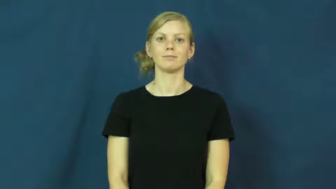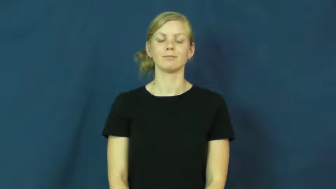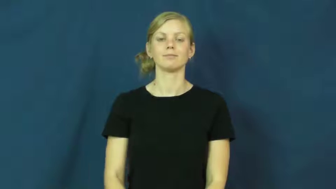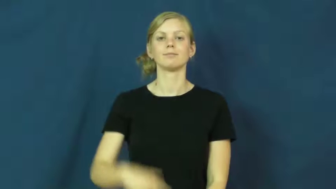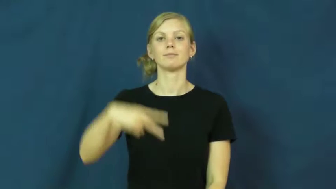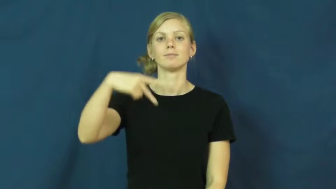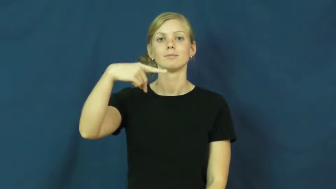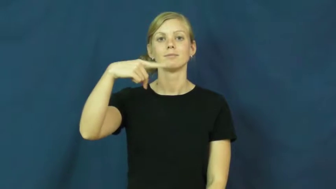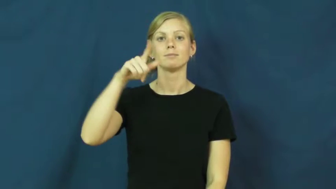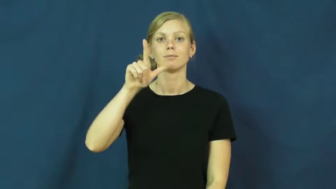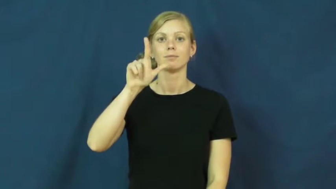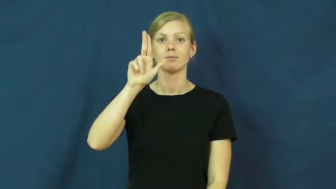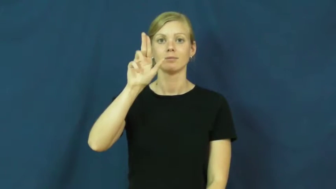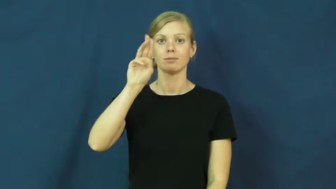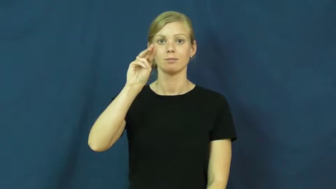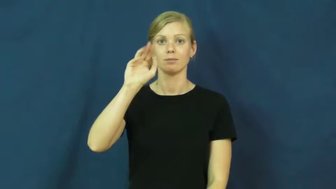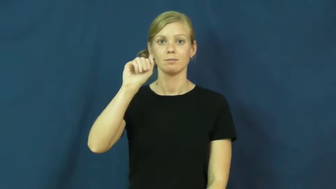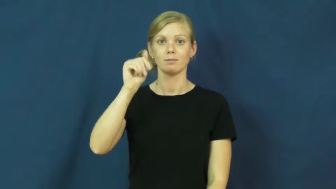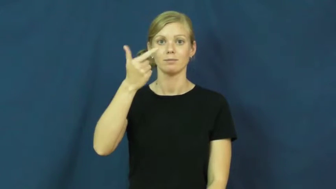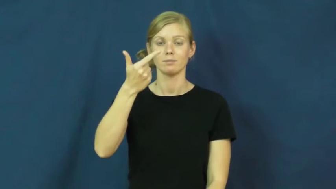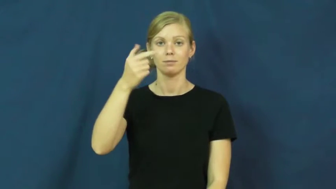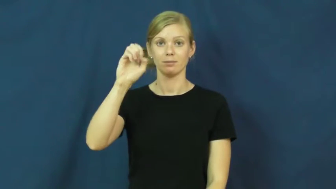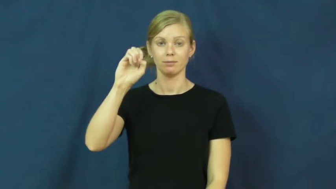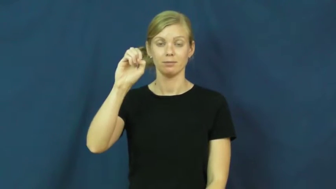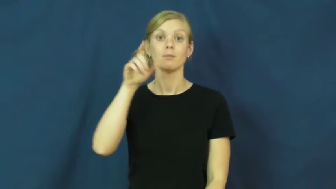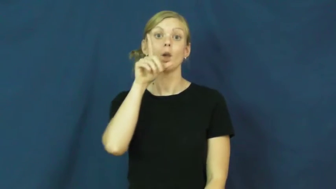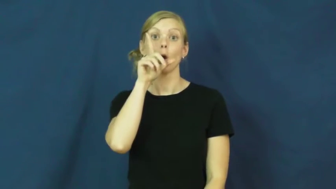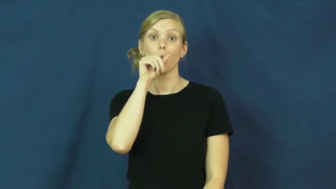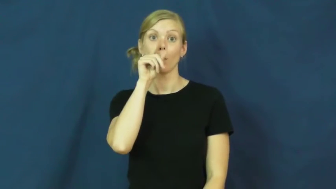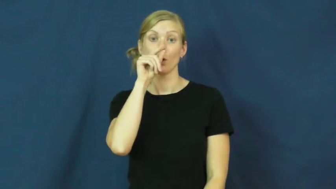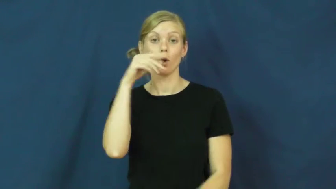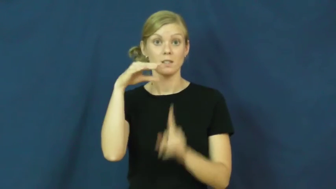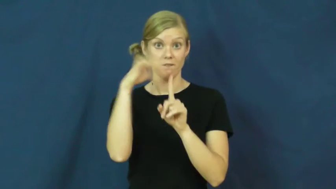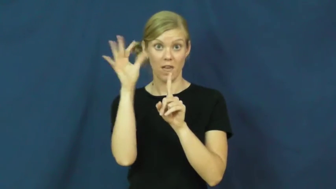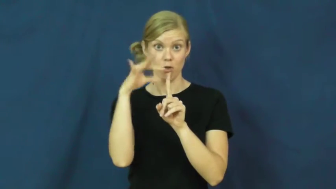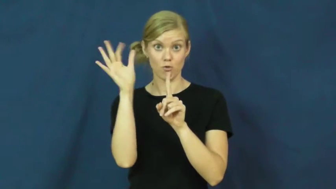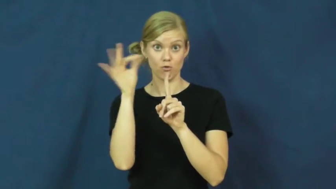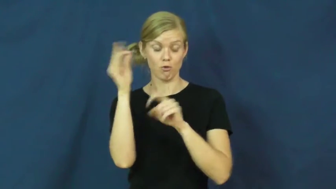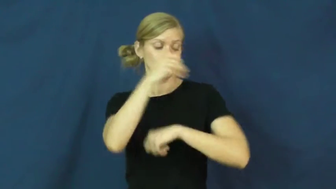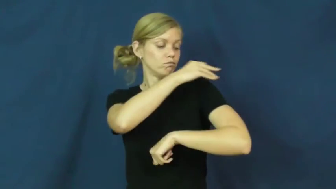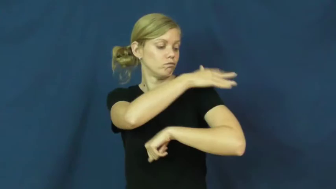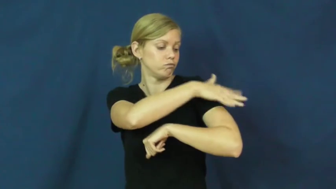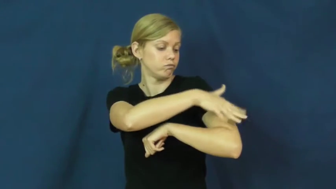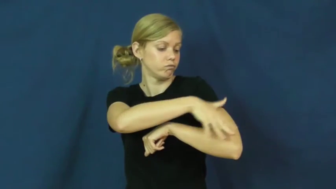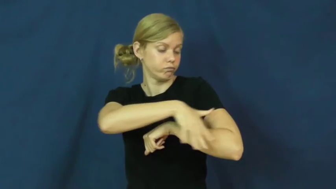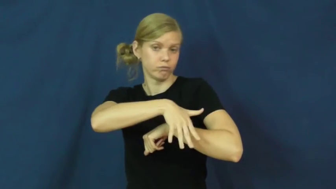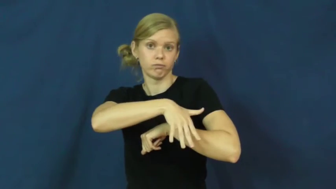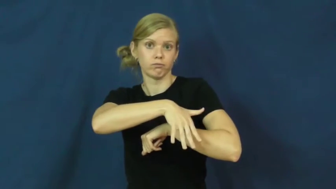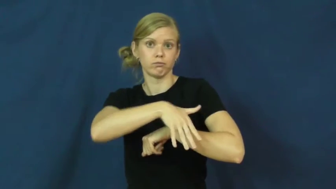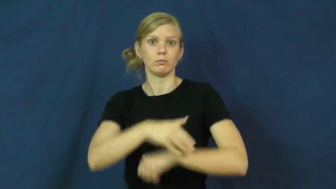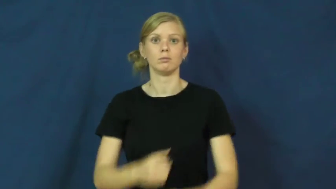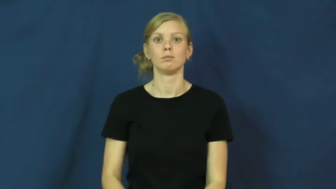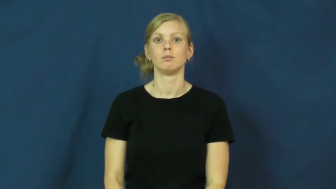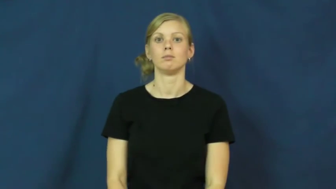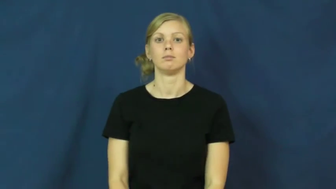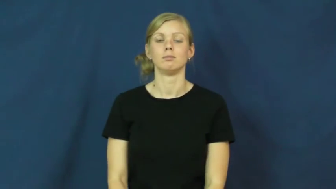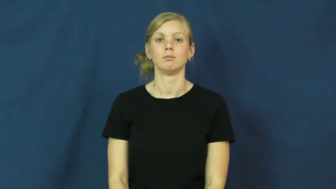plumage